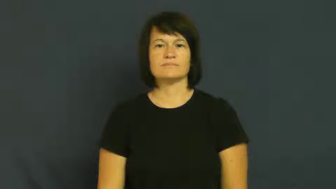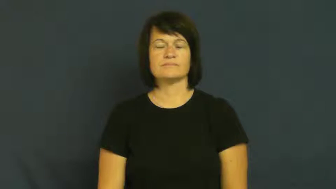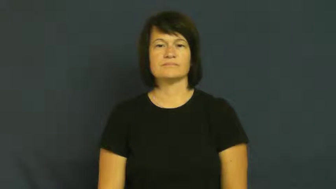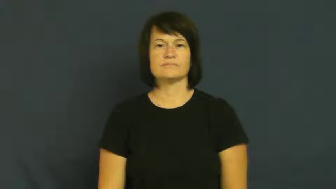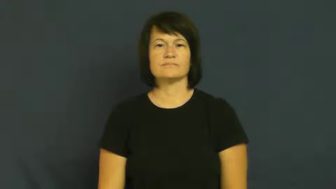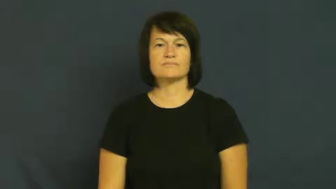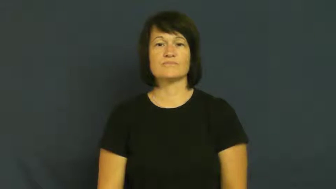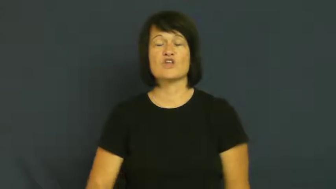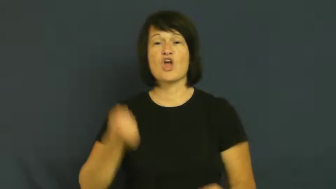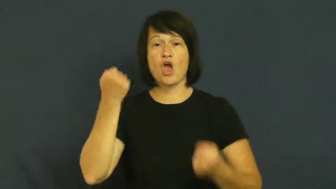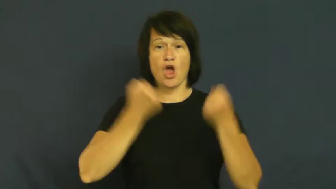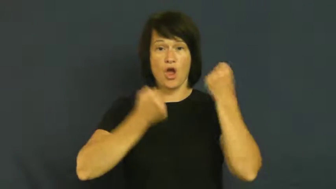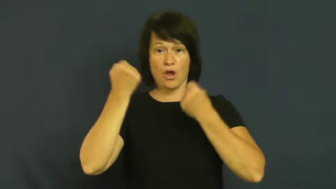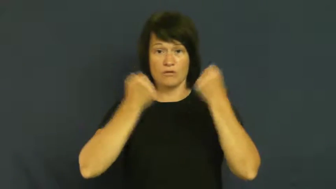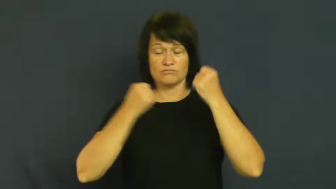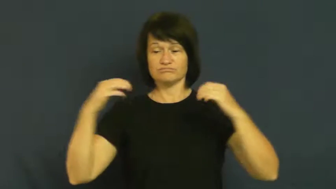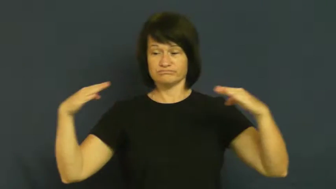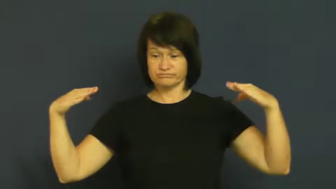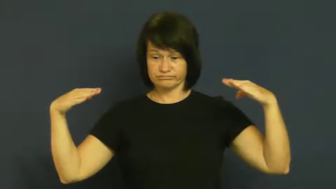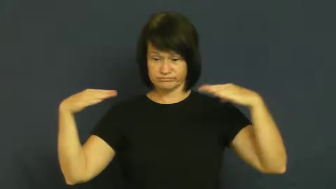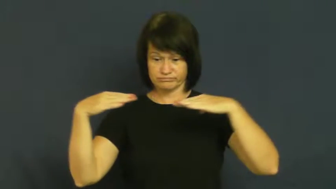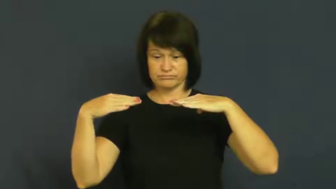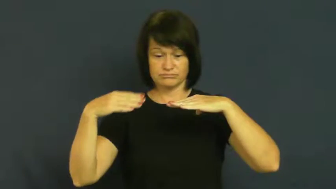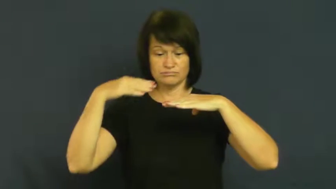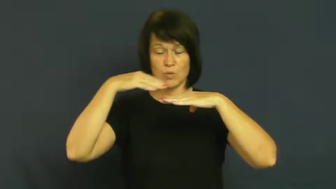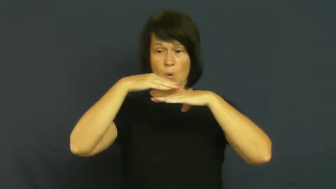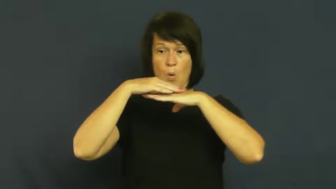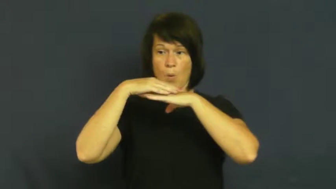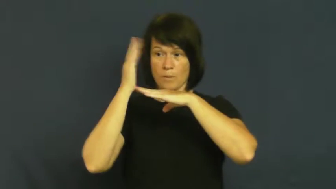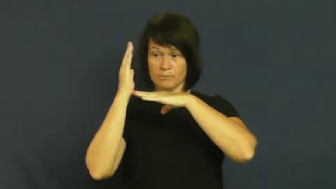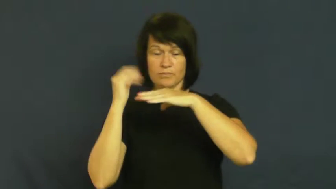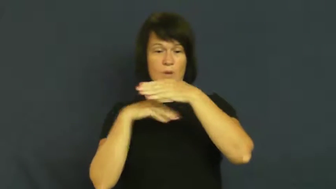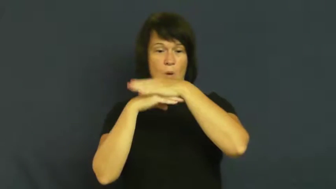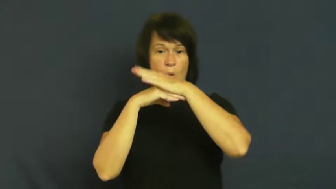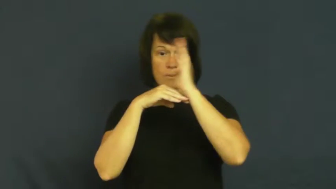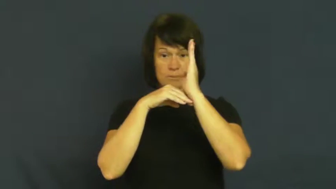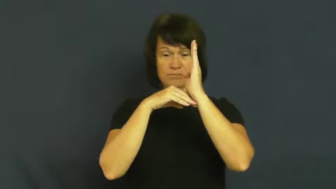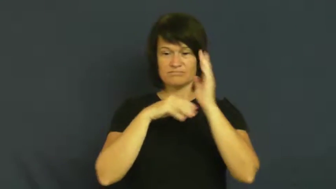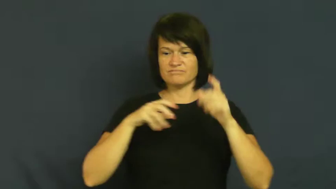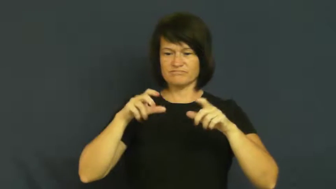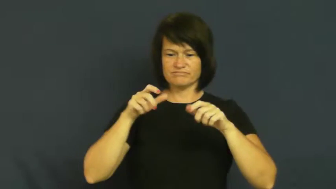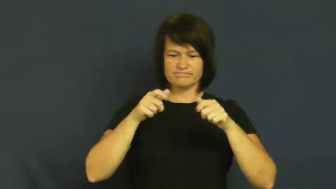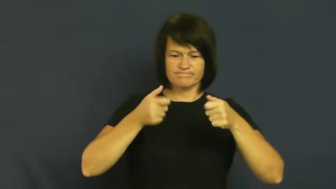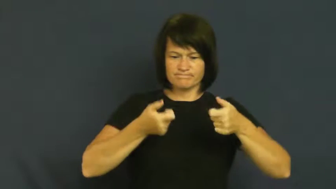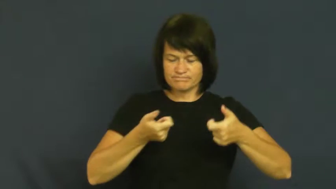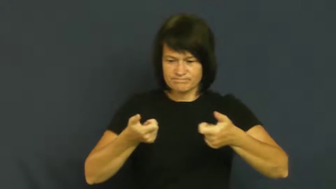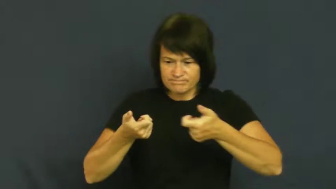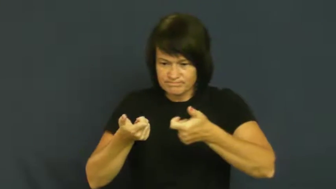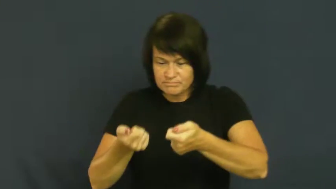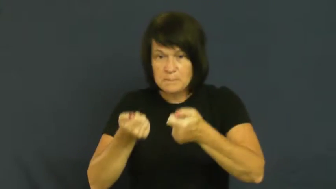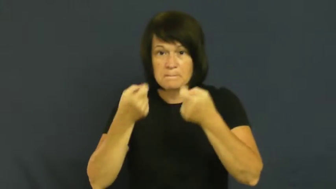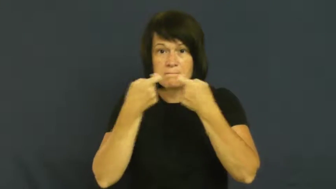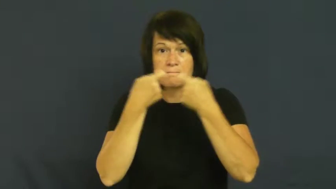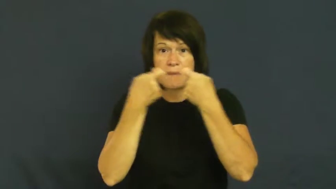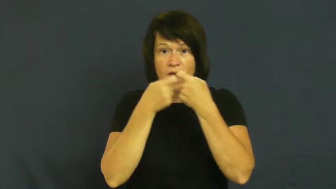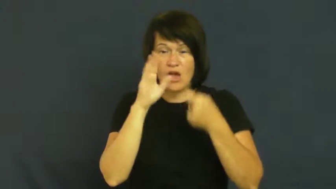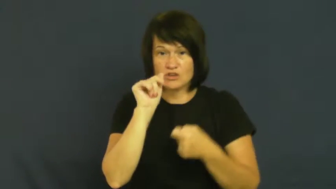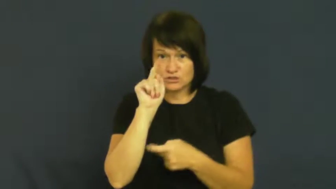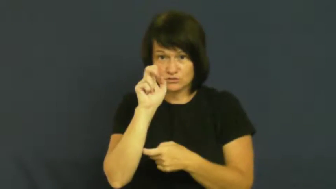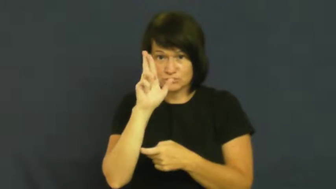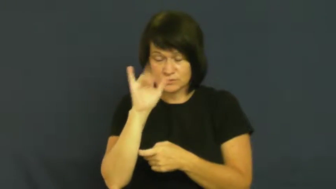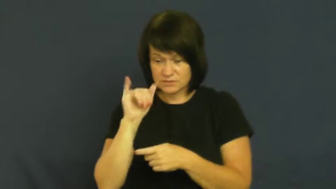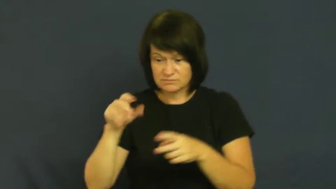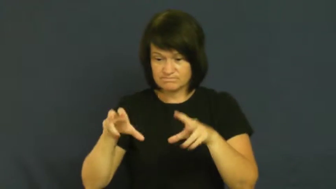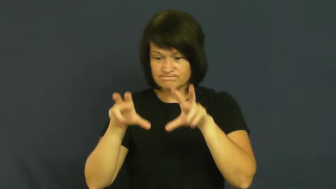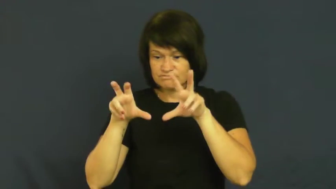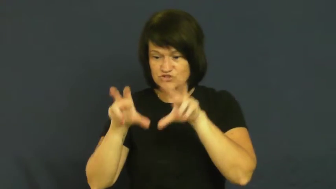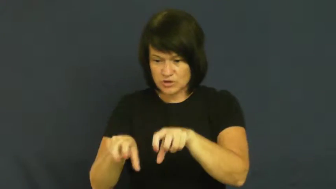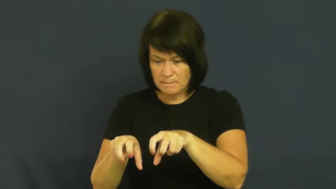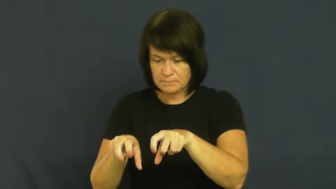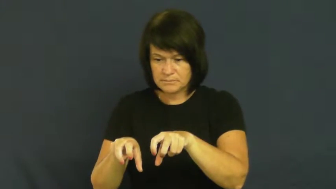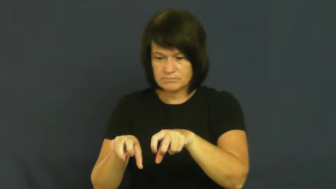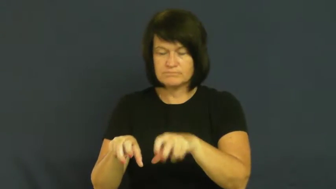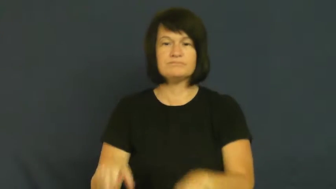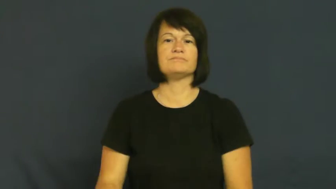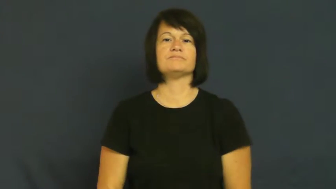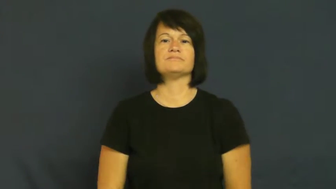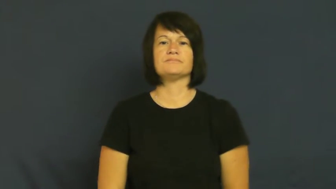jump-car